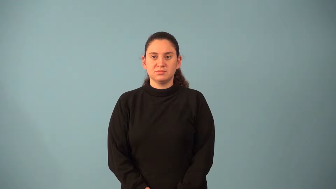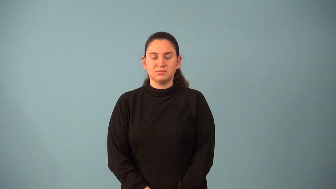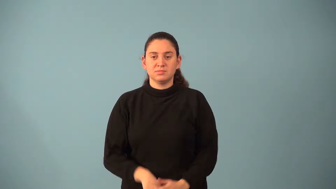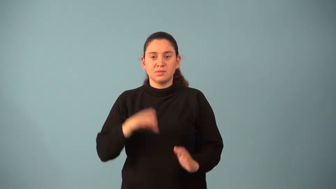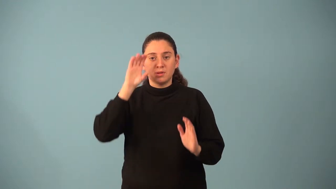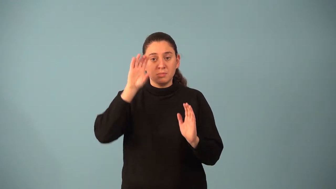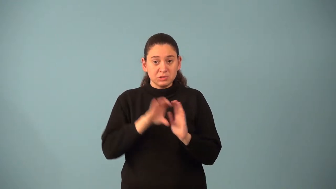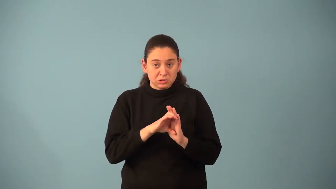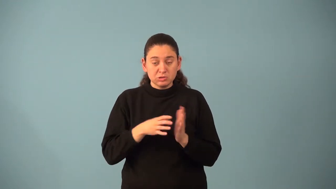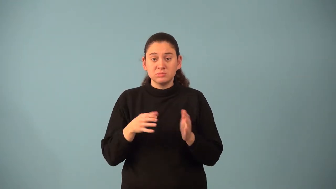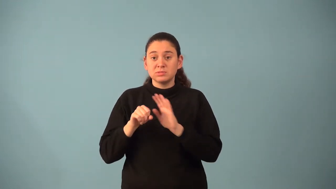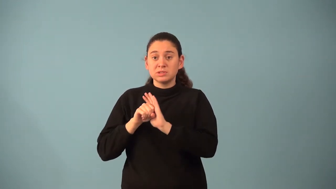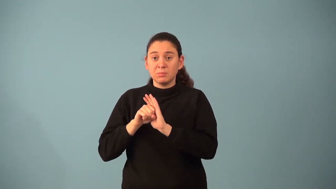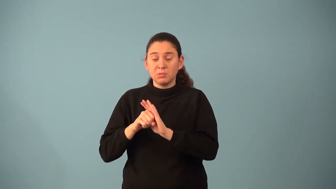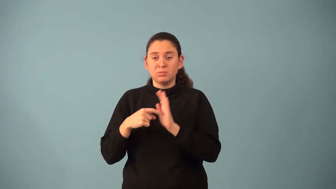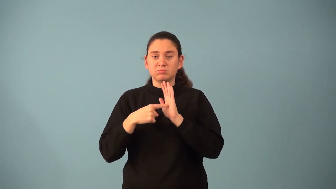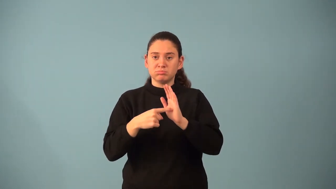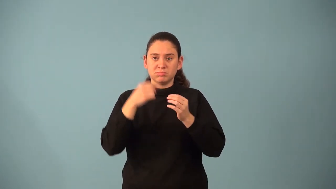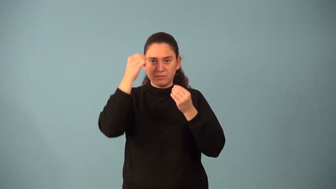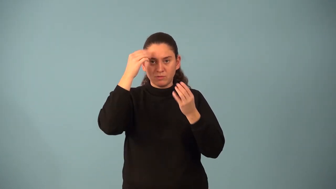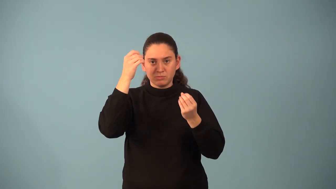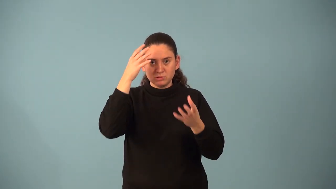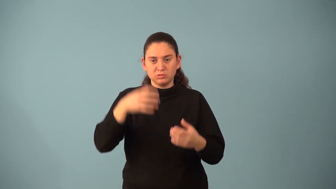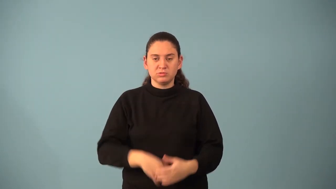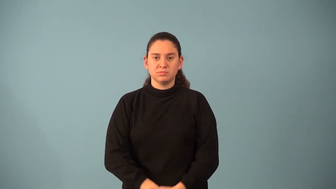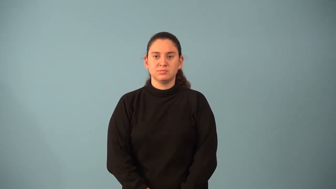pictograph